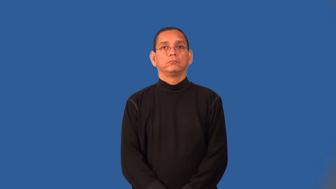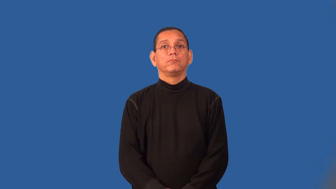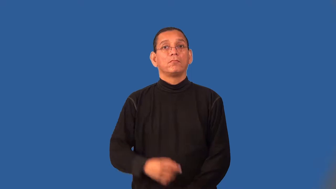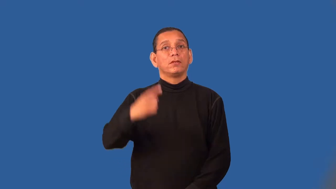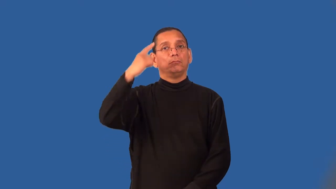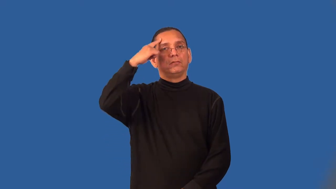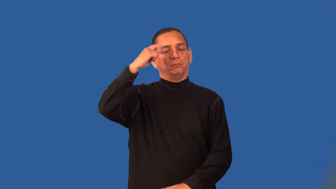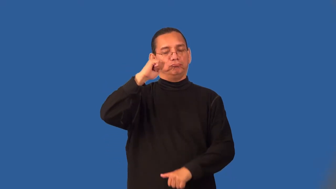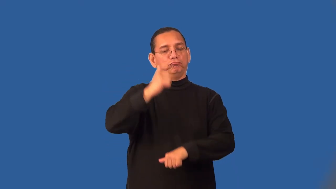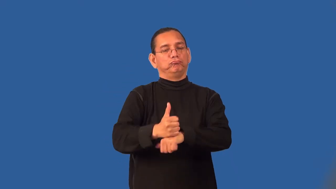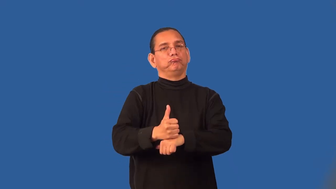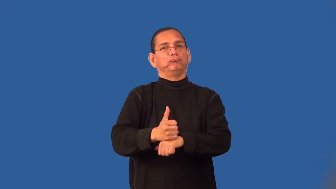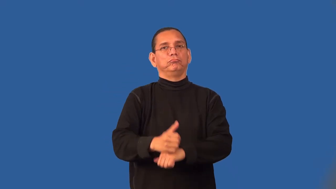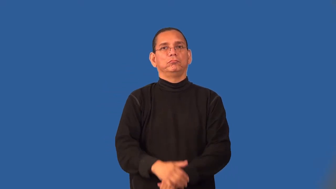set-decided